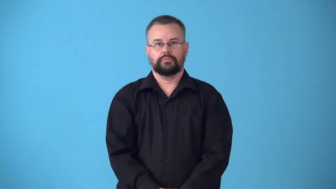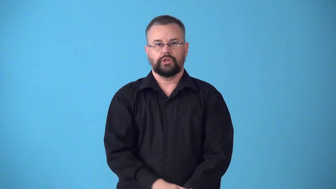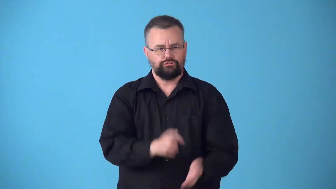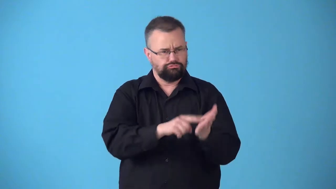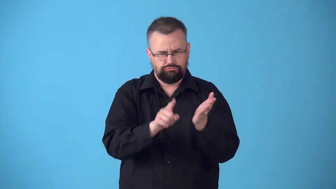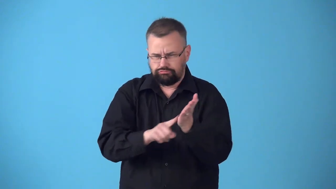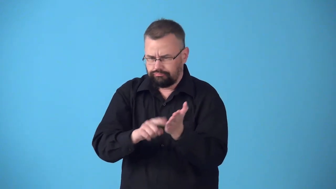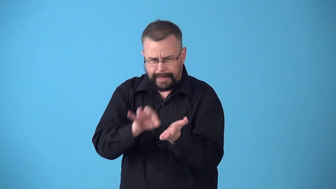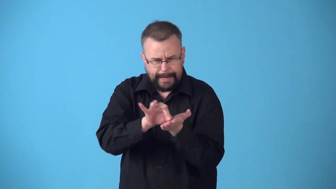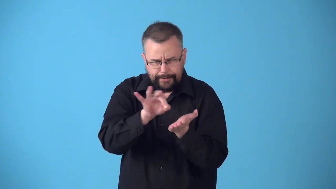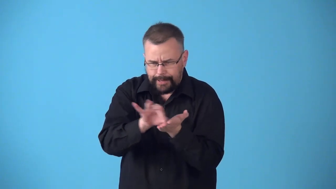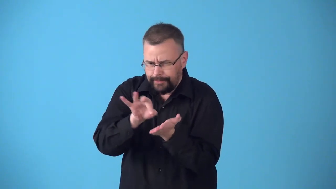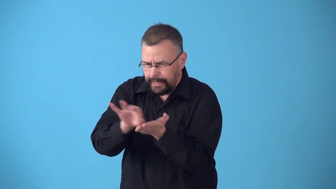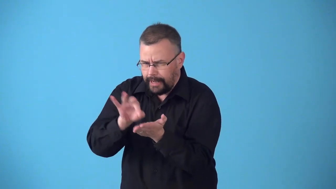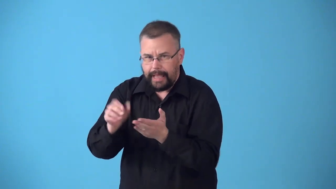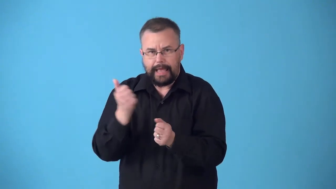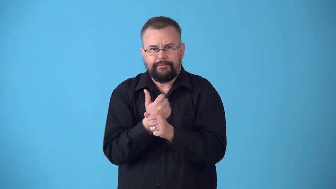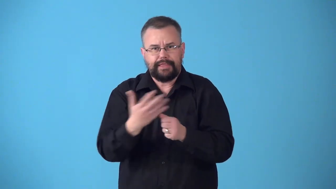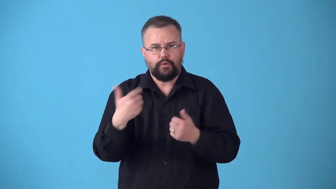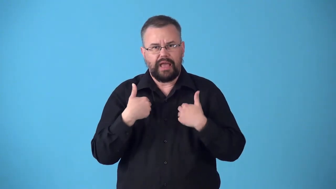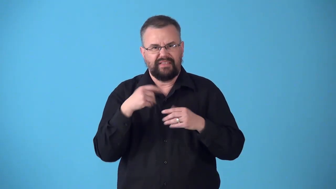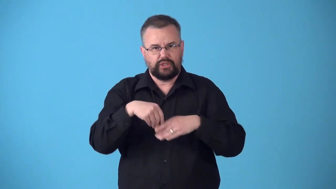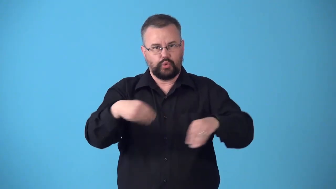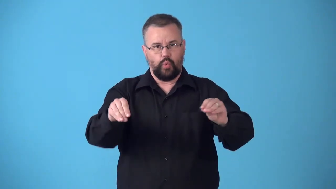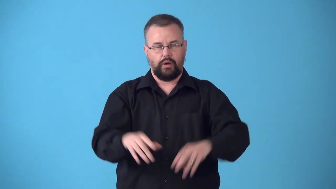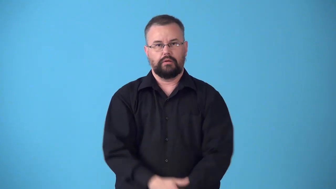stocktaking